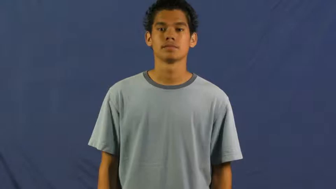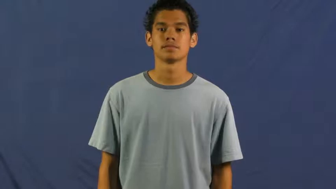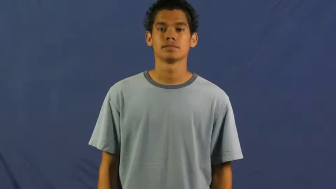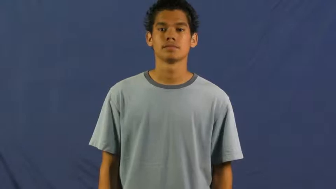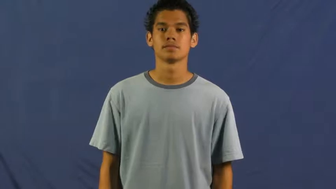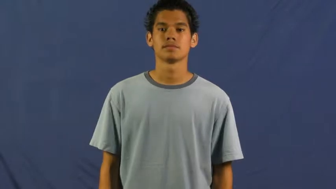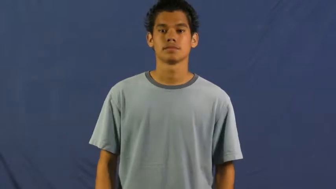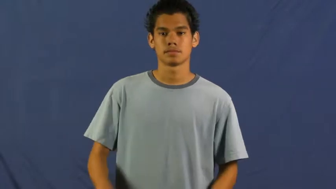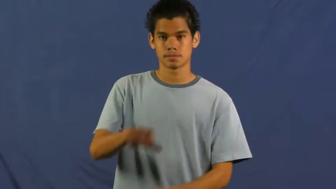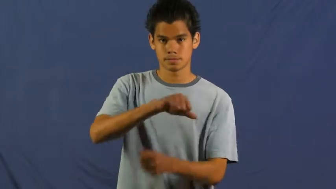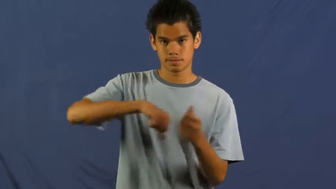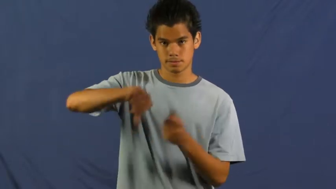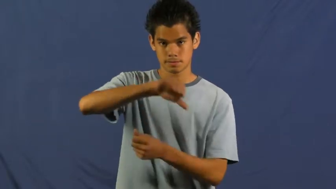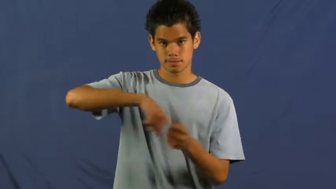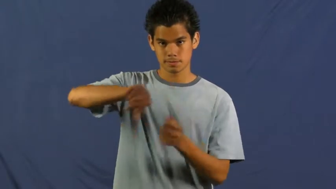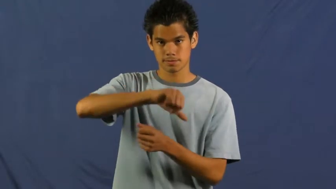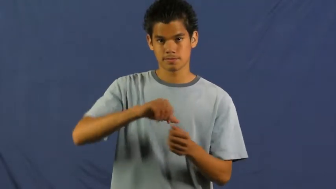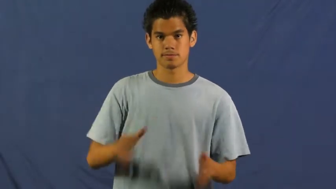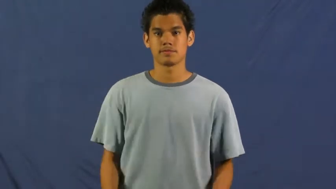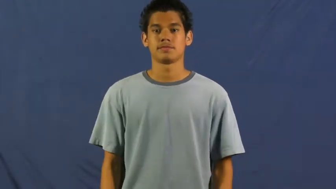run with,kick around with,hang out with,hang around,hang with